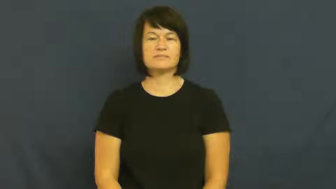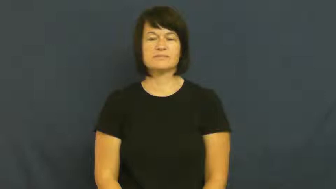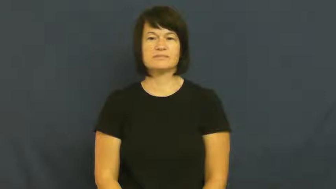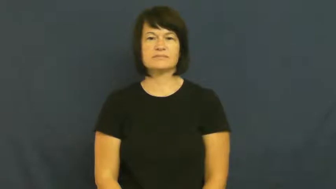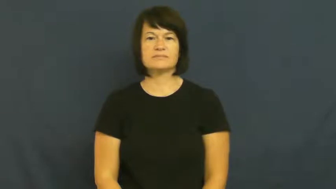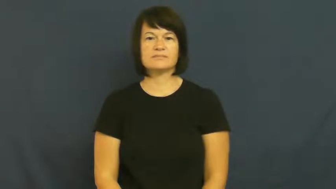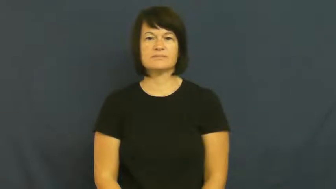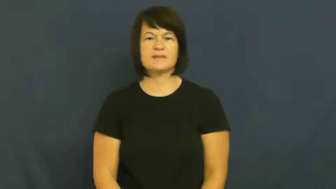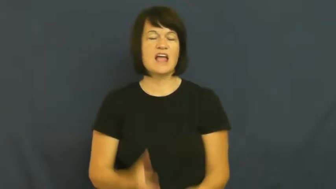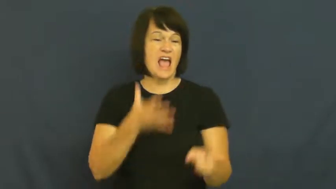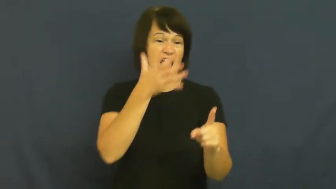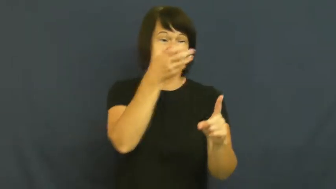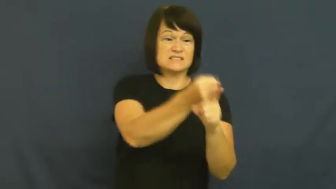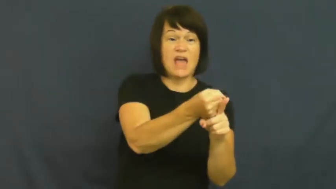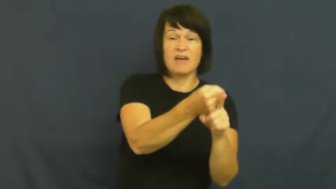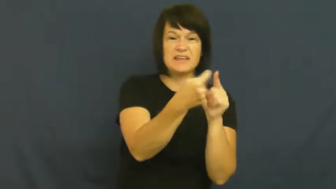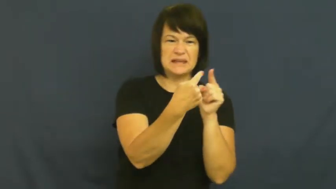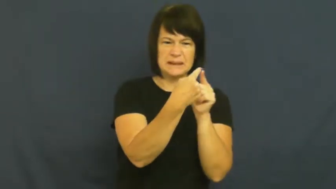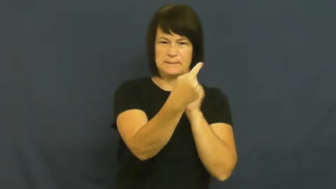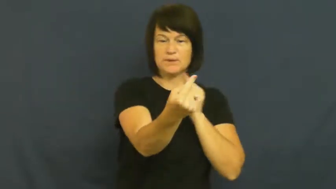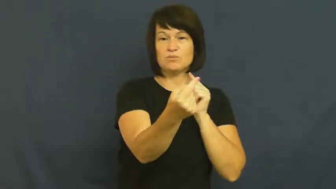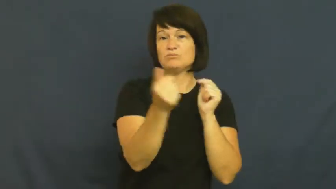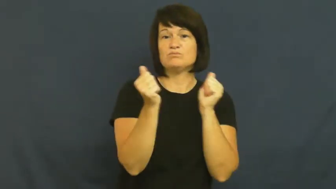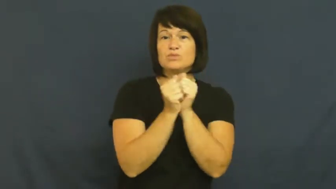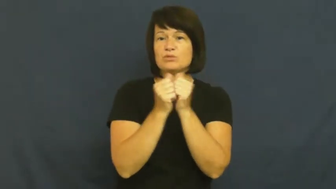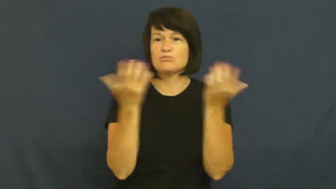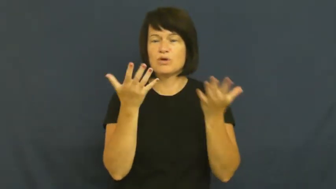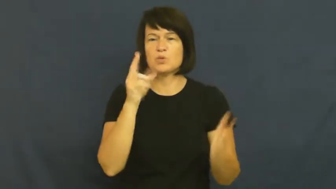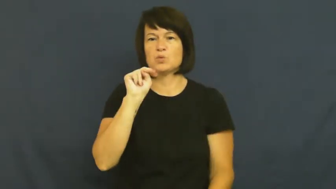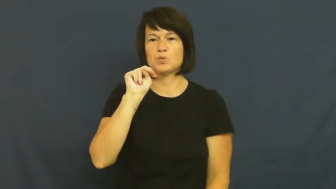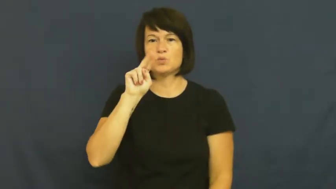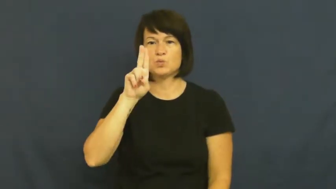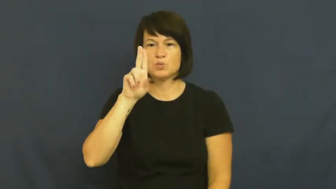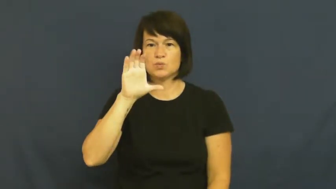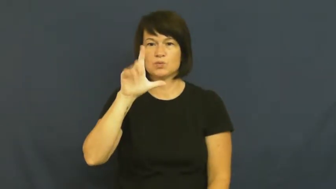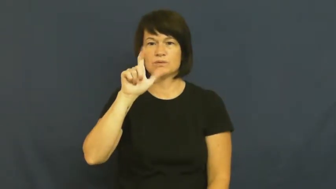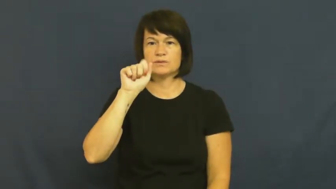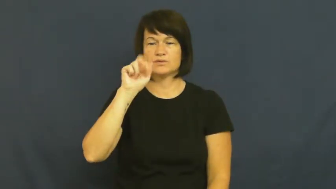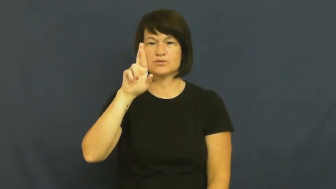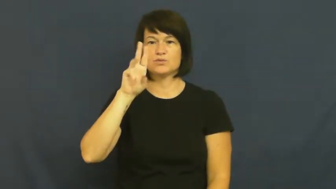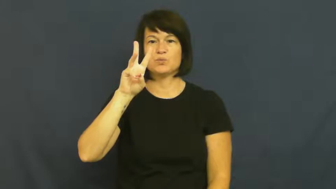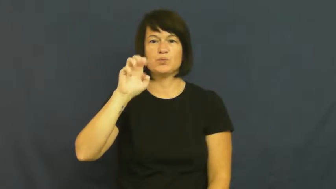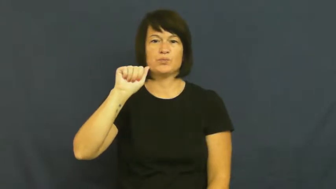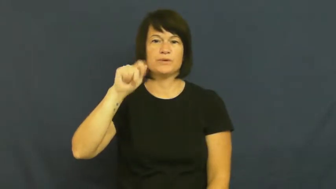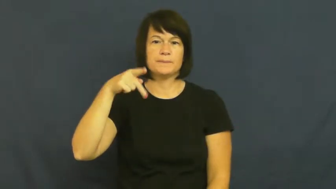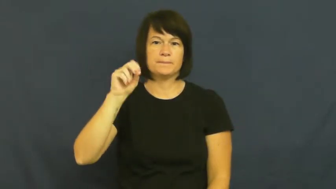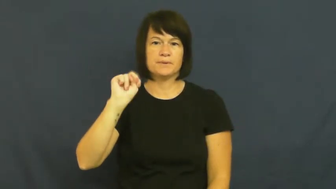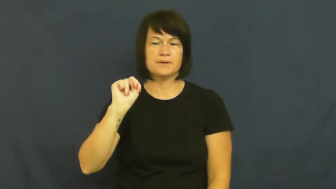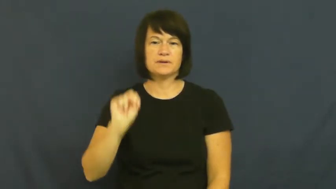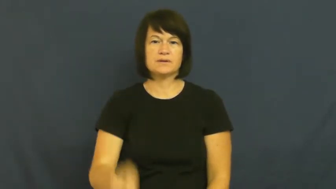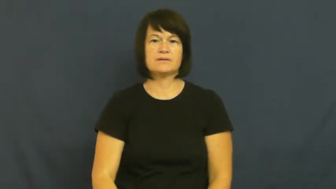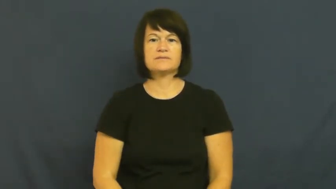nuke-bomb